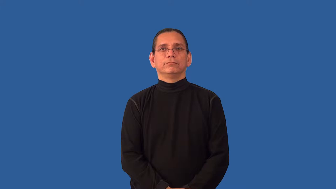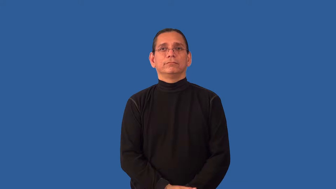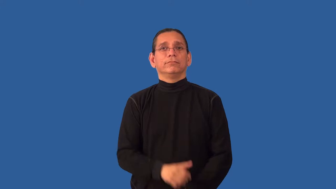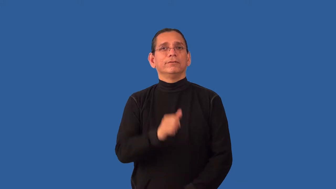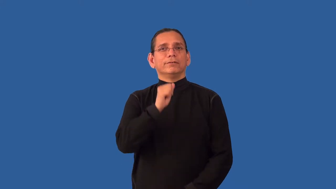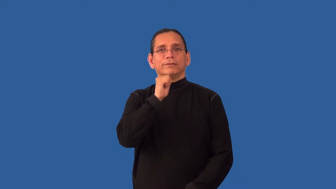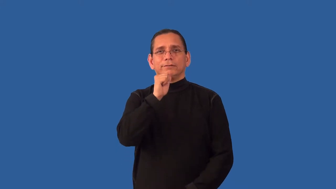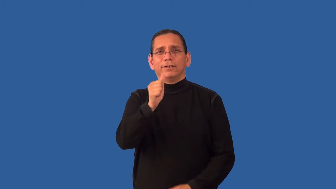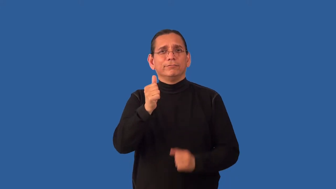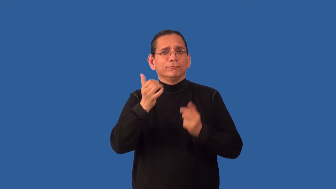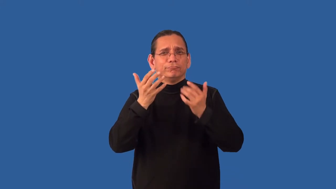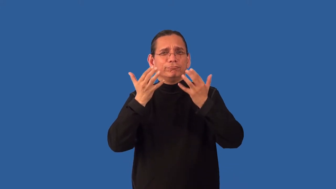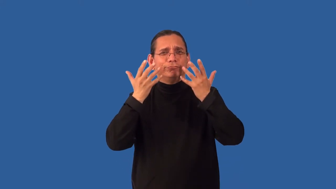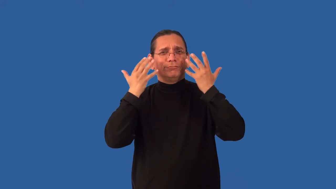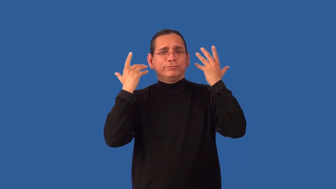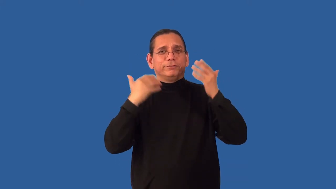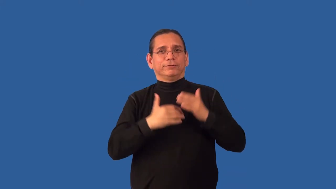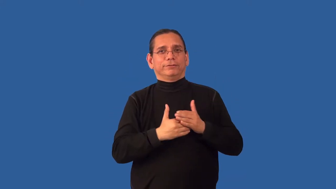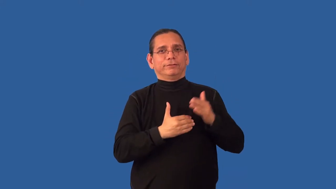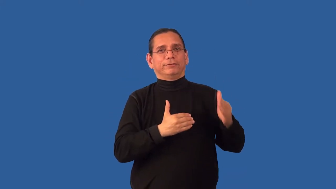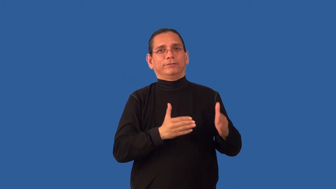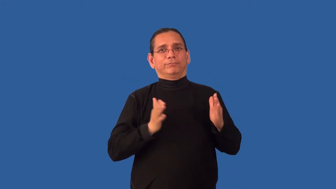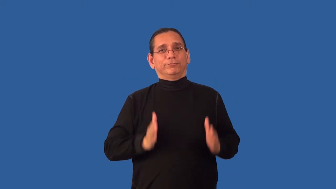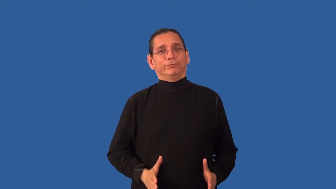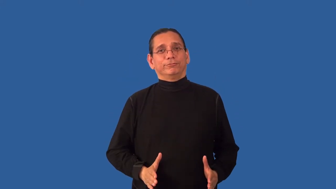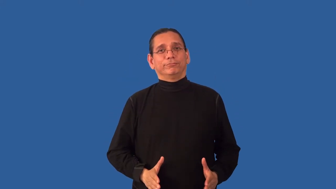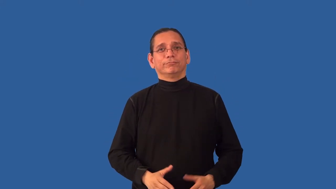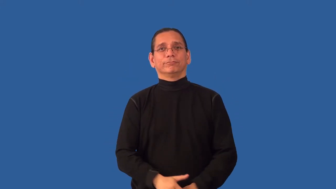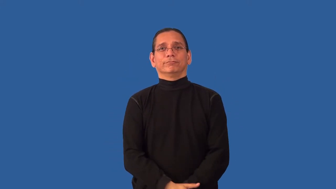unneighborly